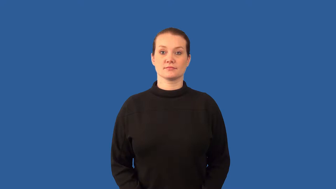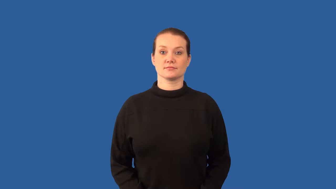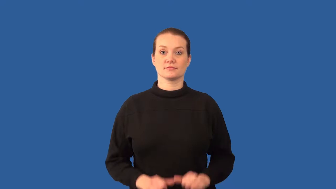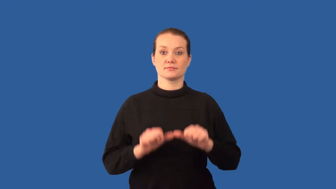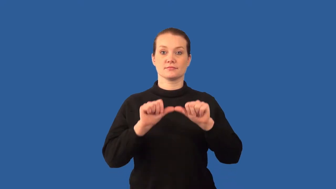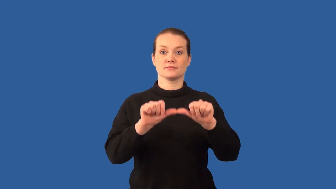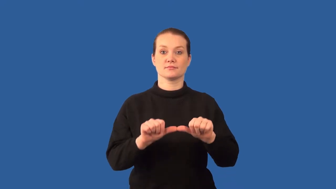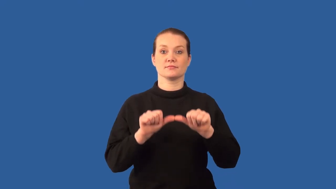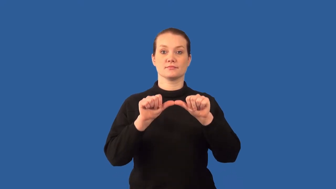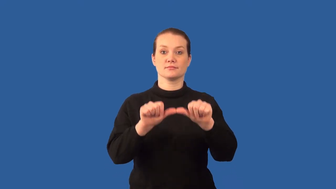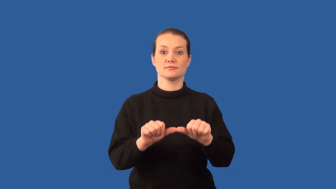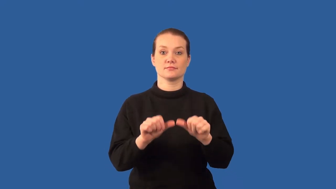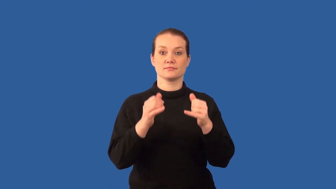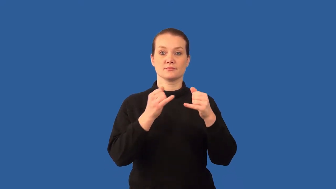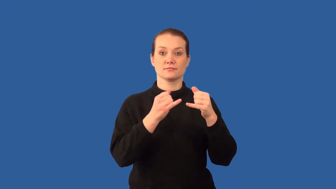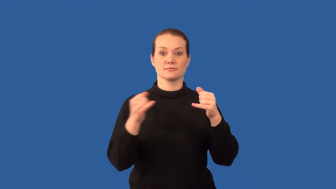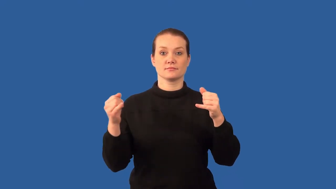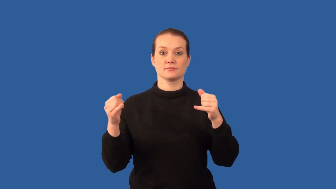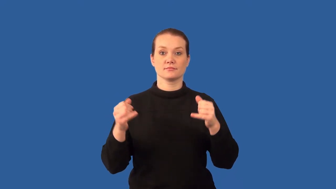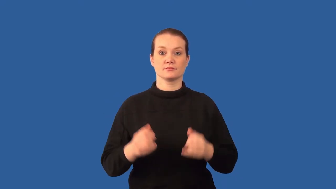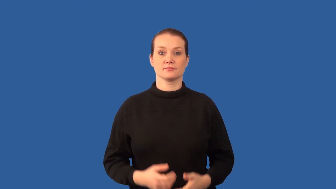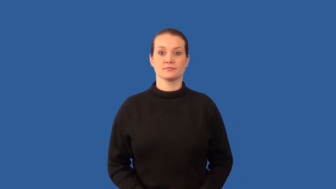ray-line